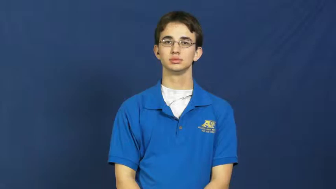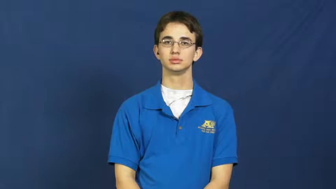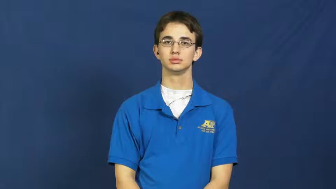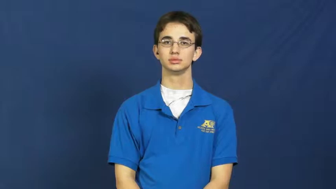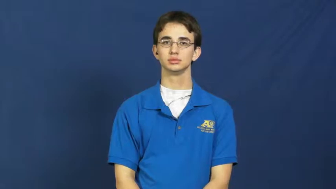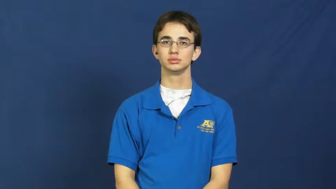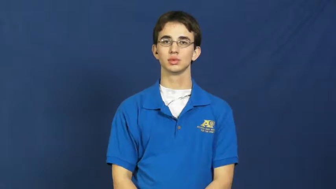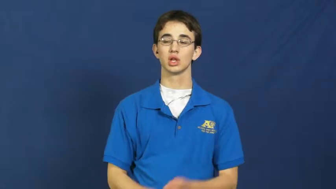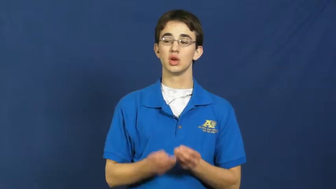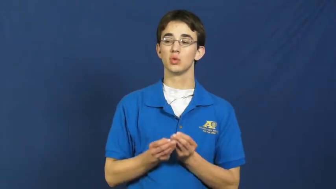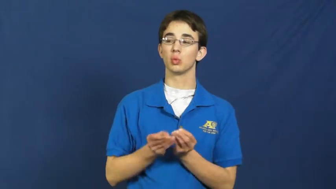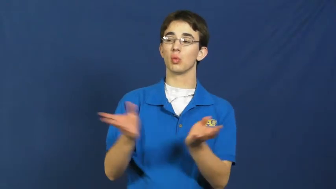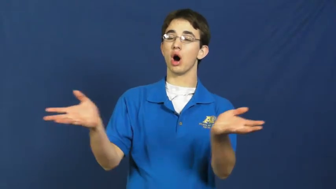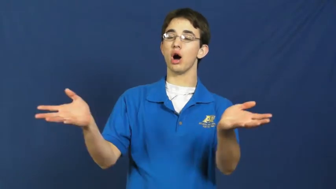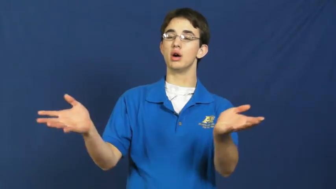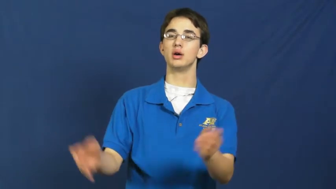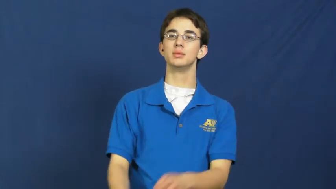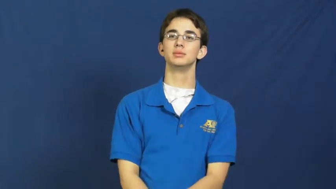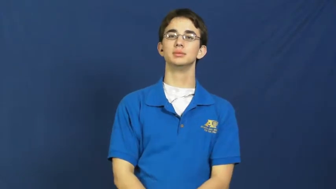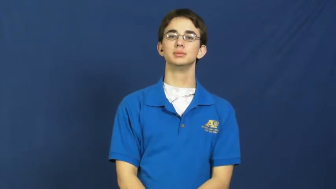syndicate-verb